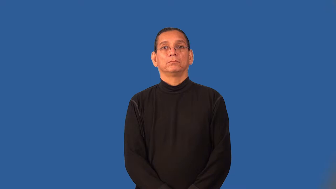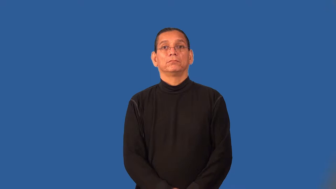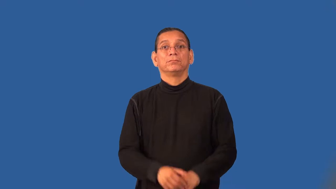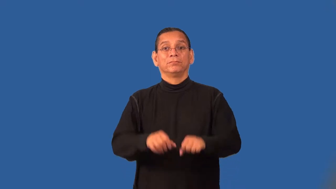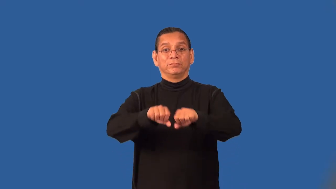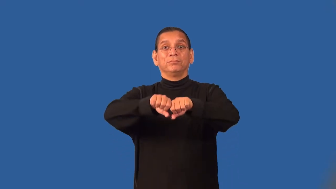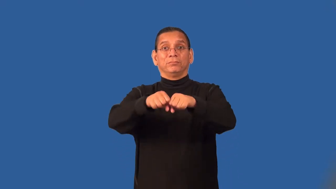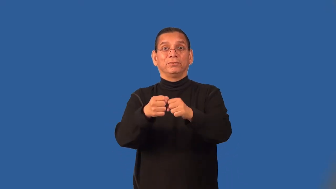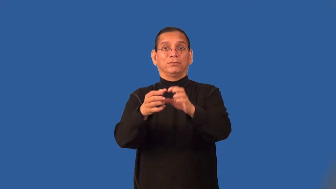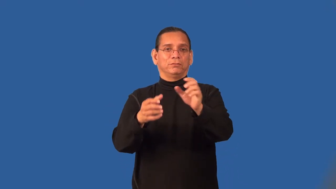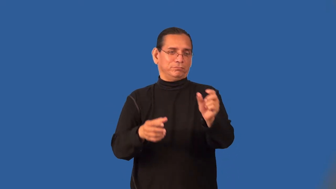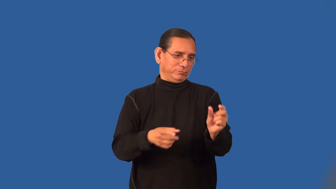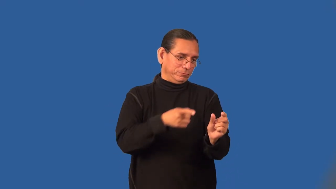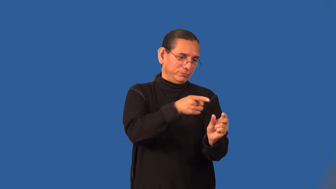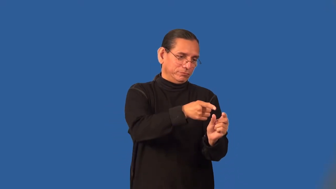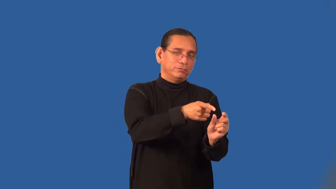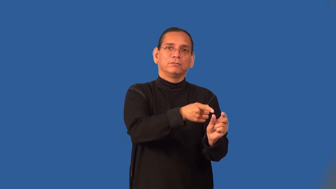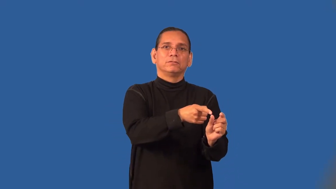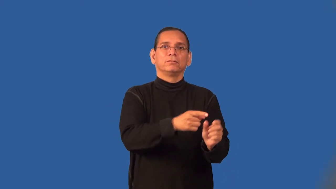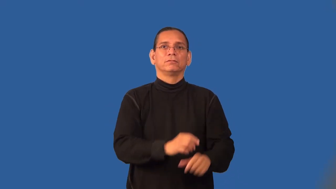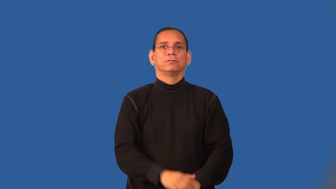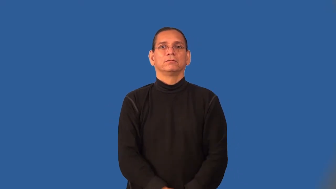stub-small piece